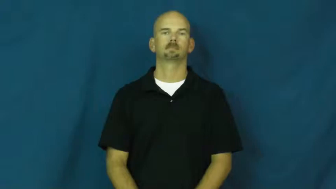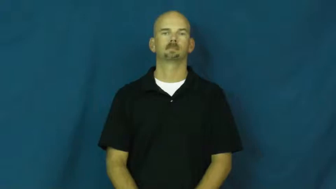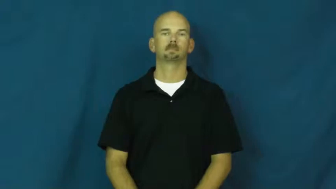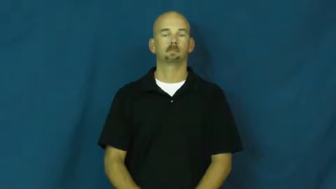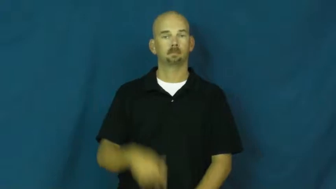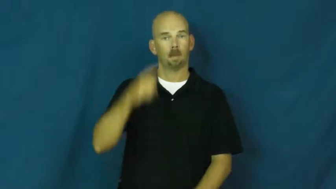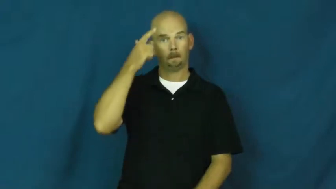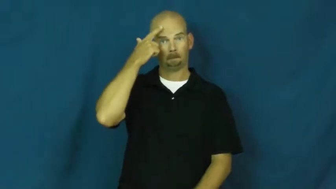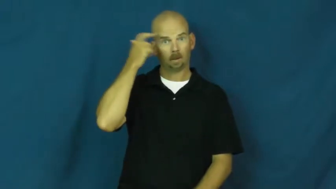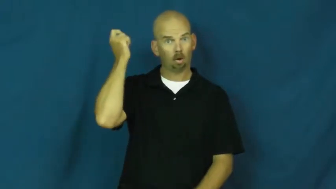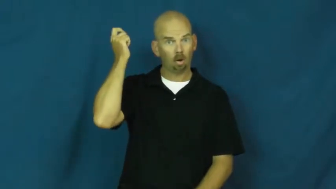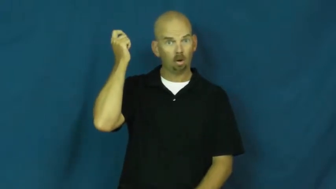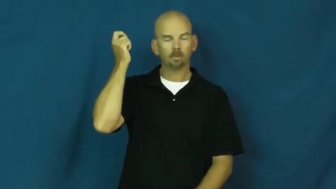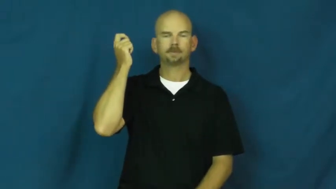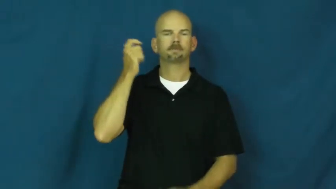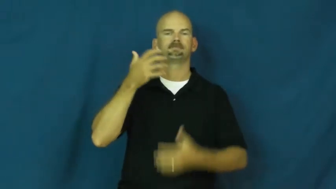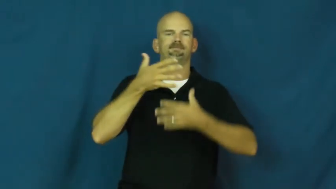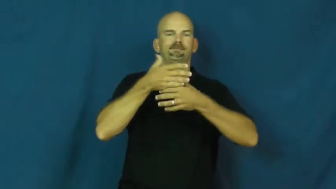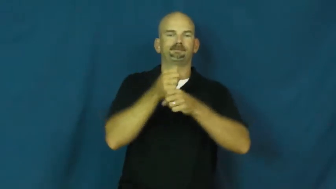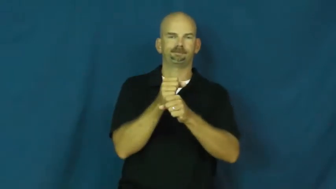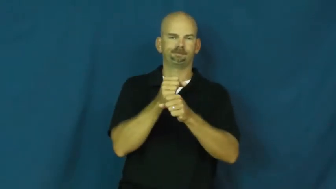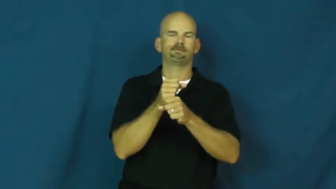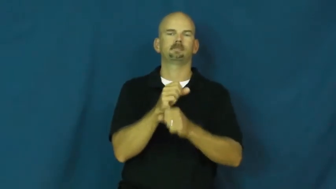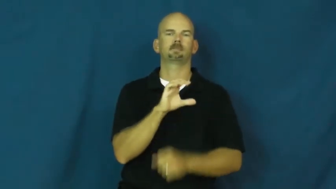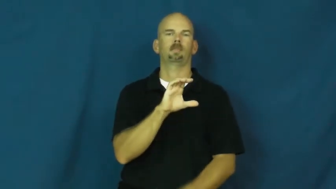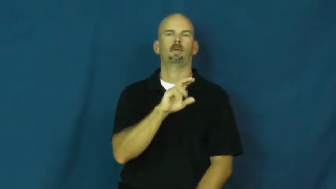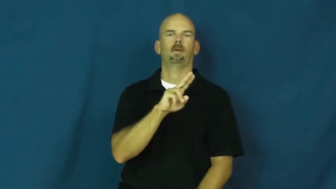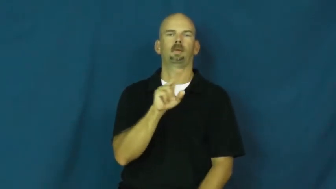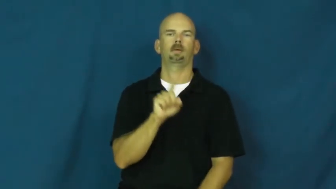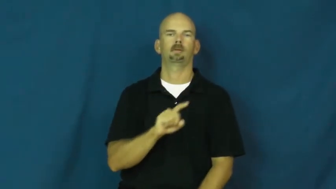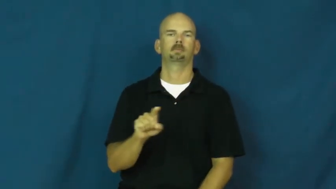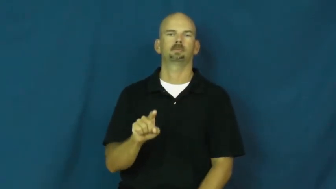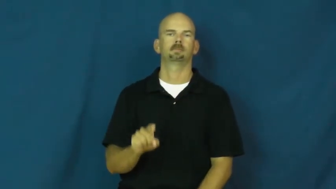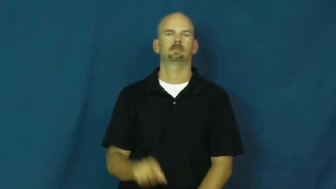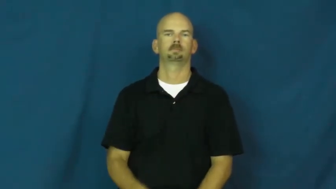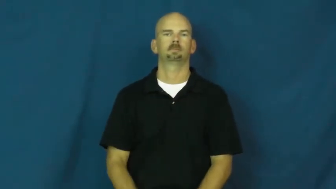cuz